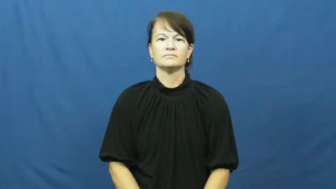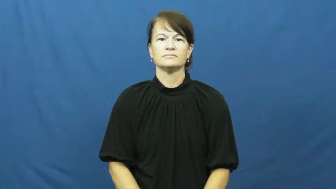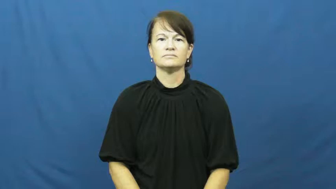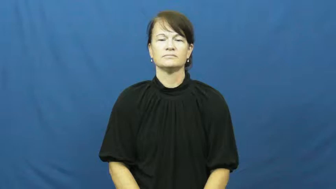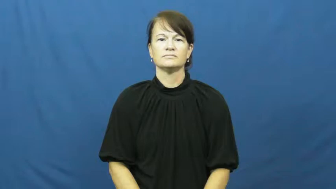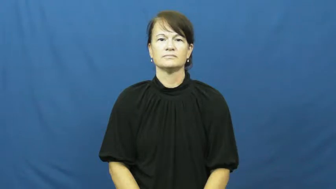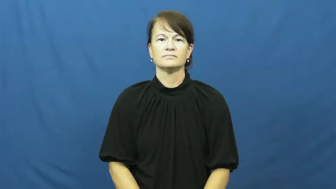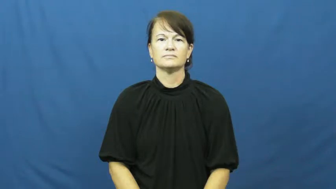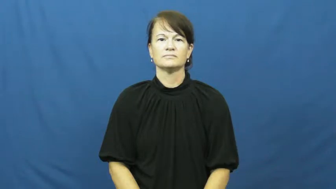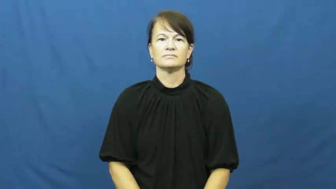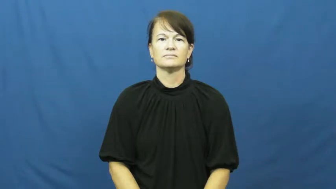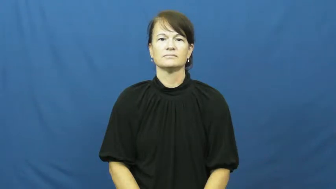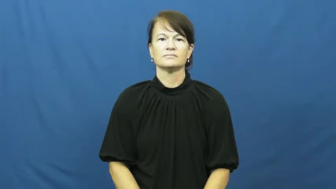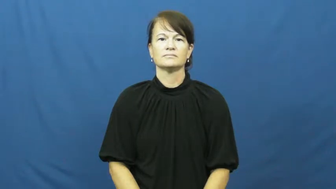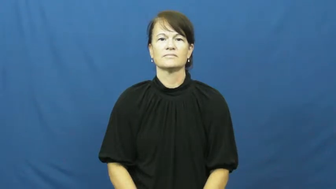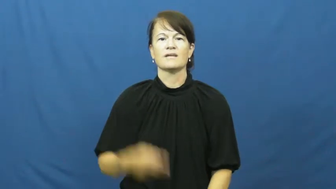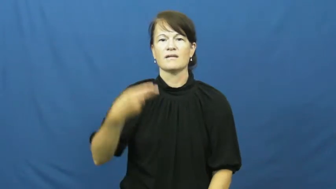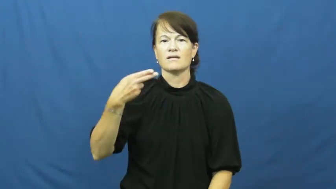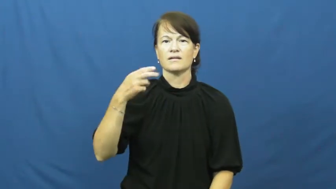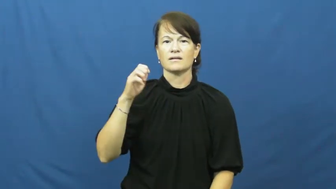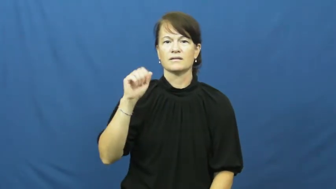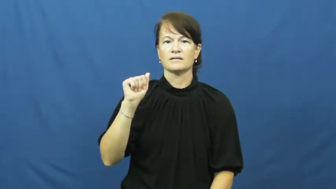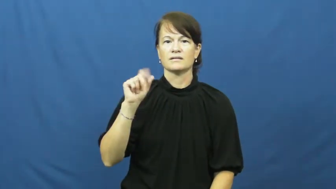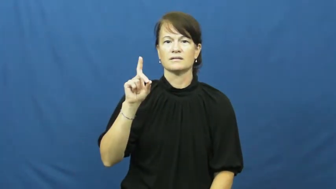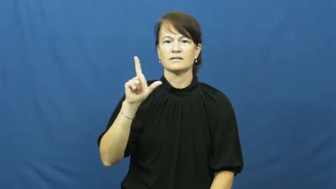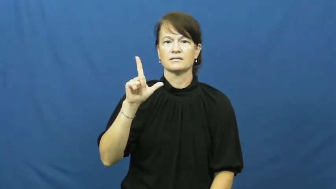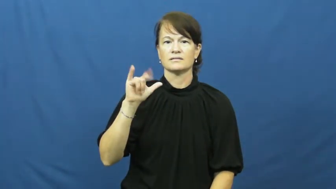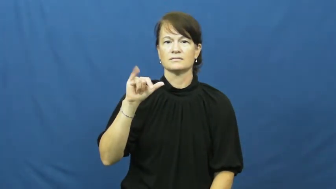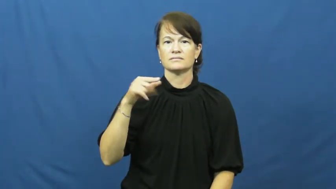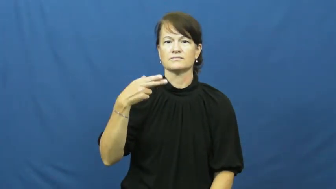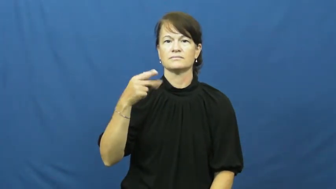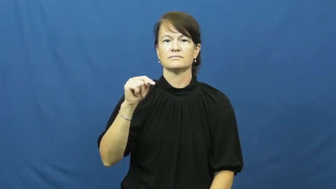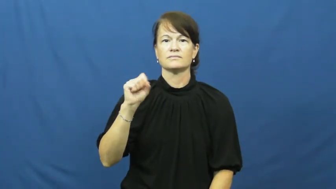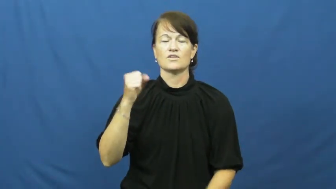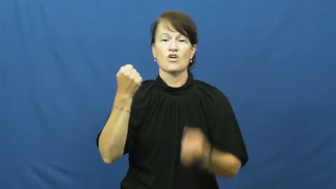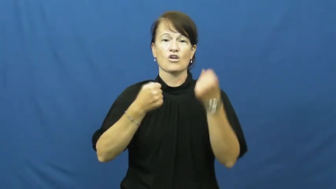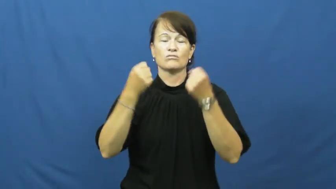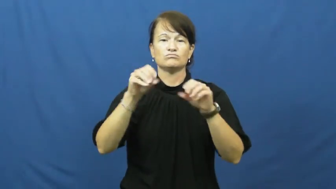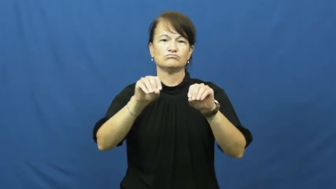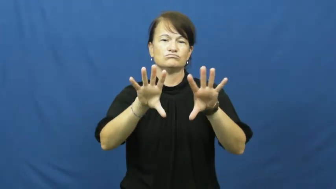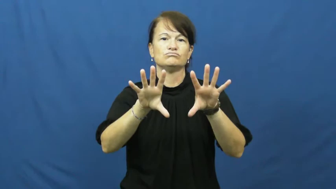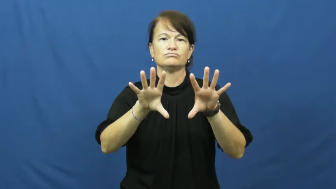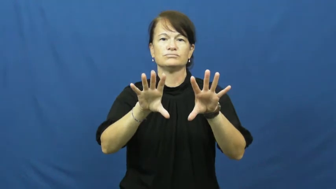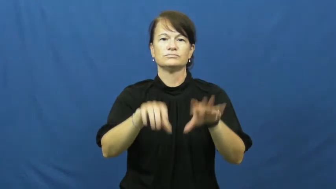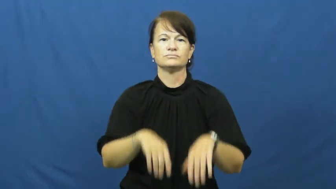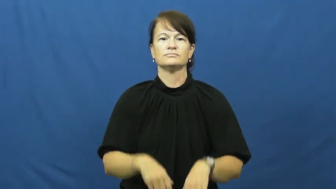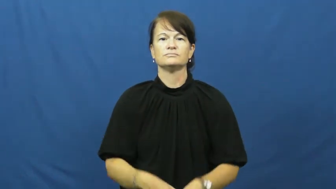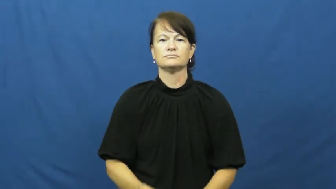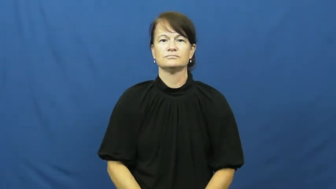headlight